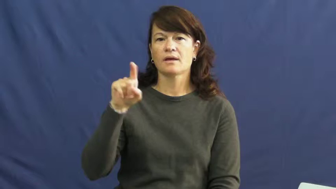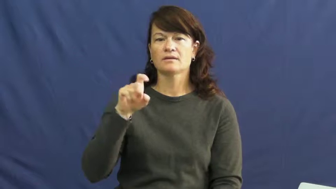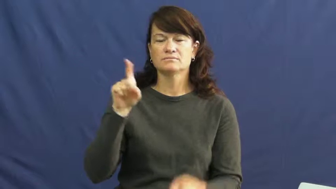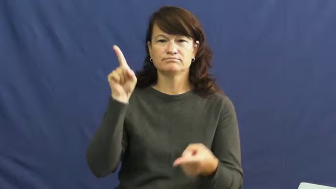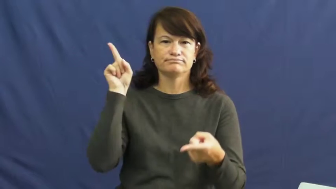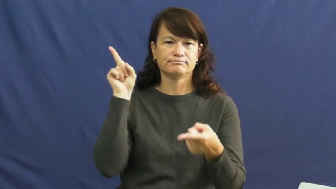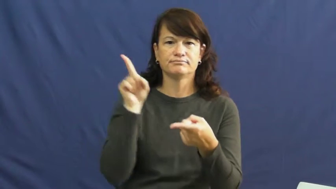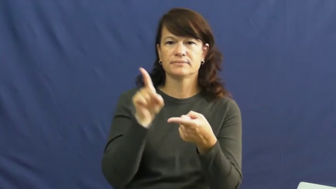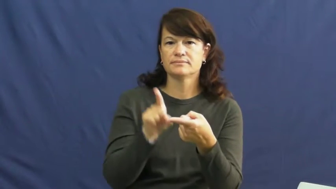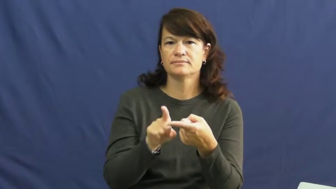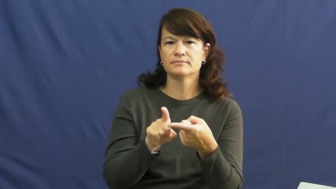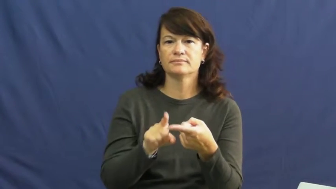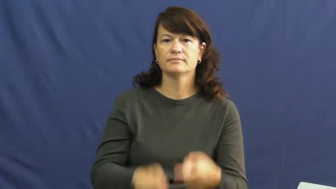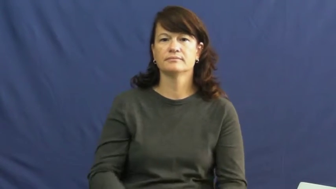step down